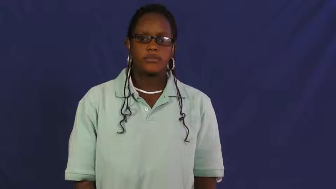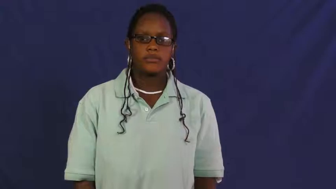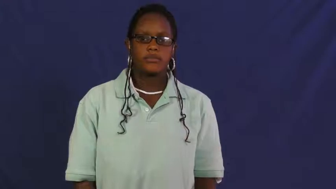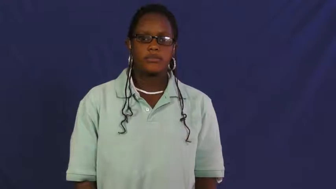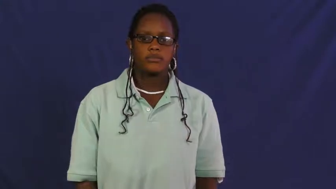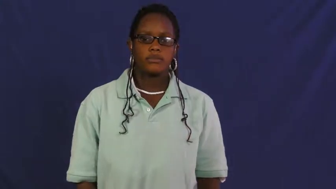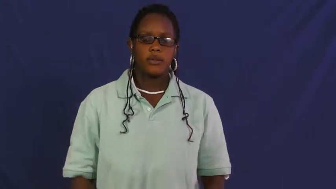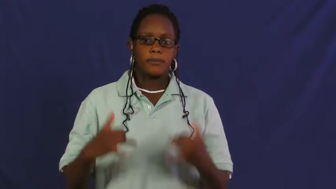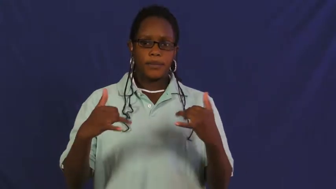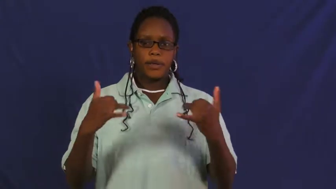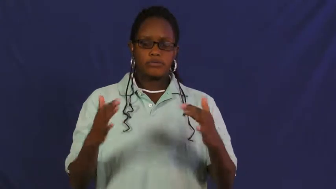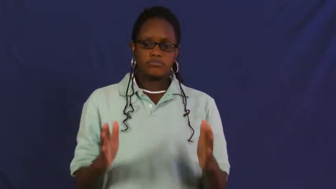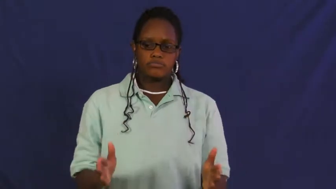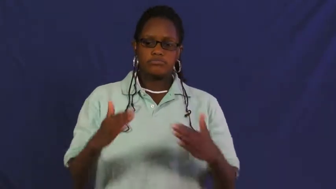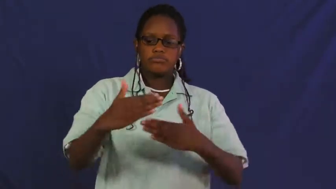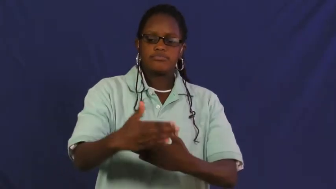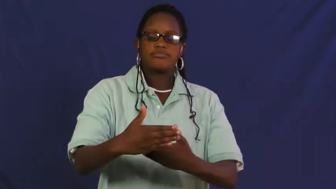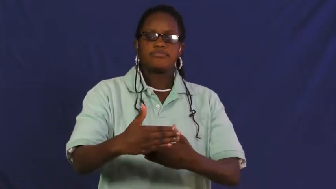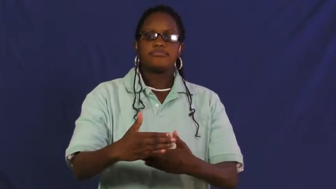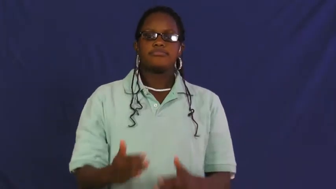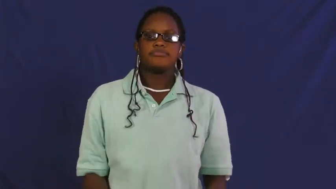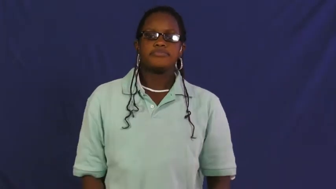playroom